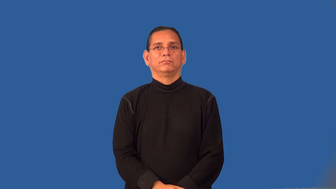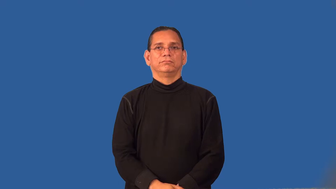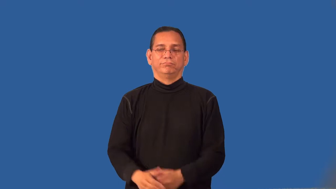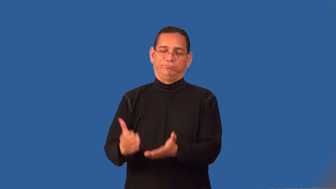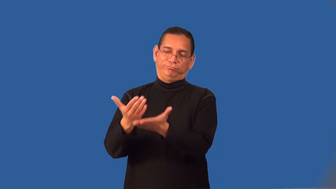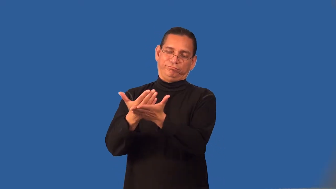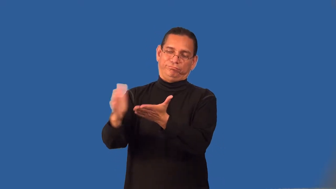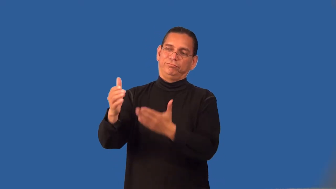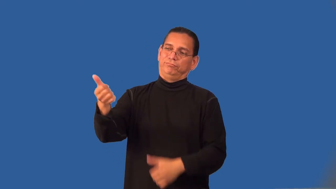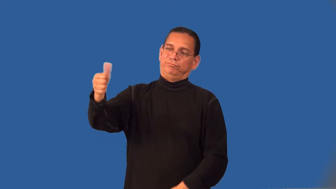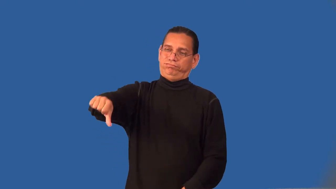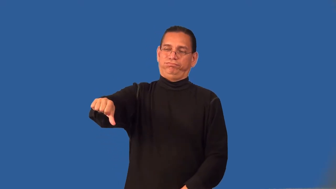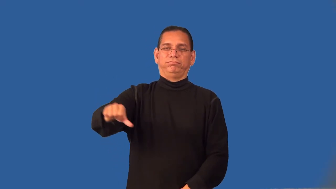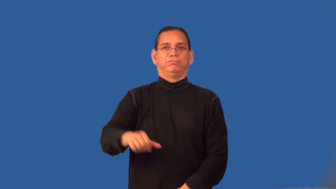rebuff